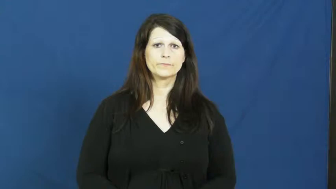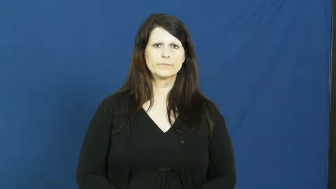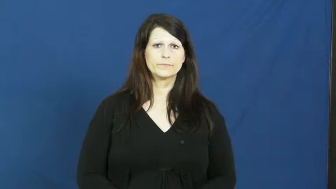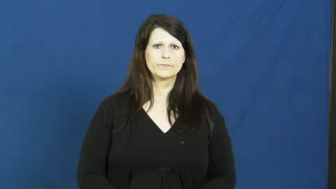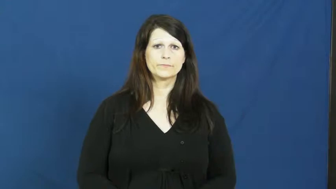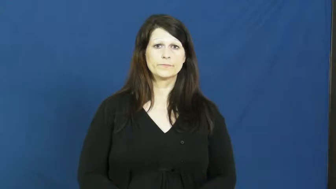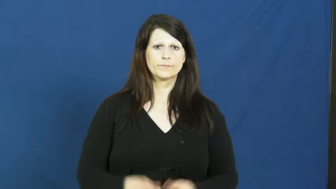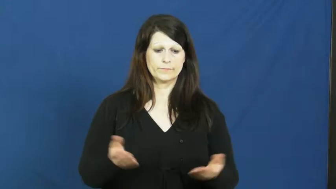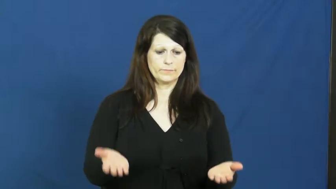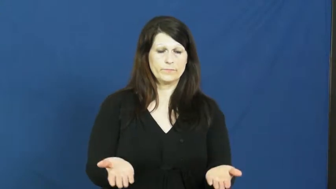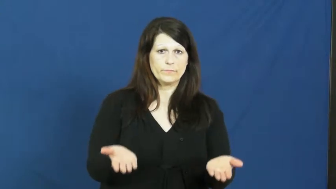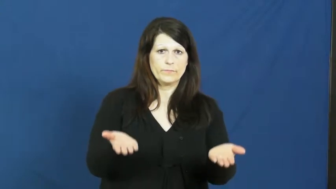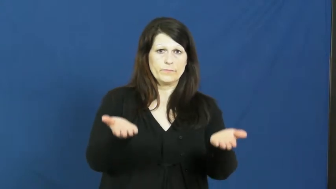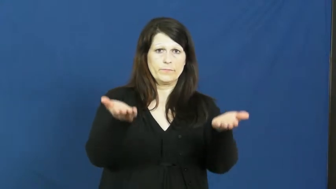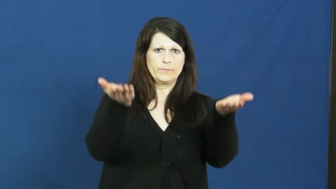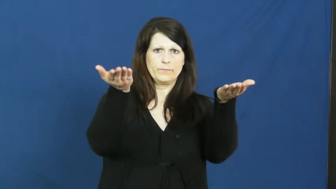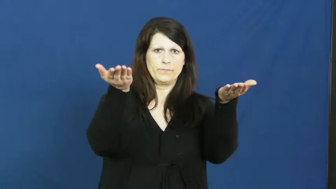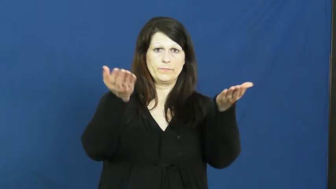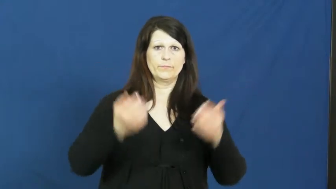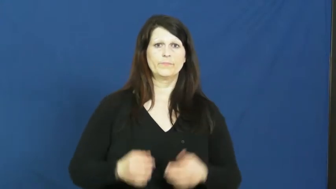raise,uprear-go up